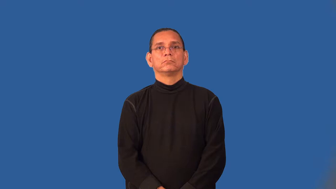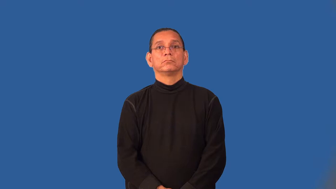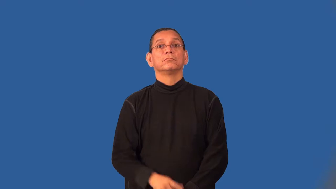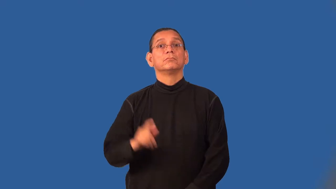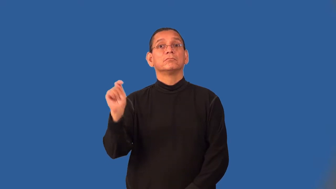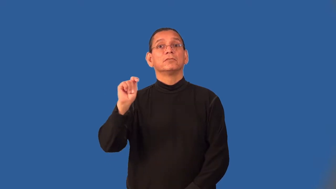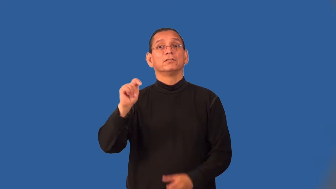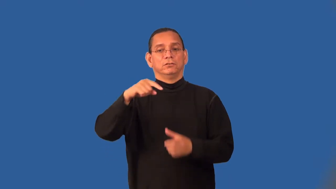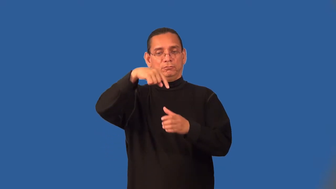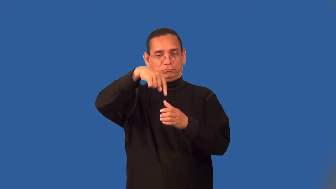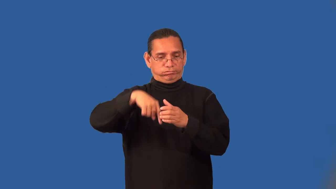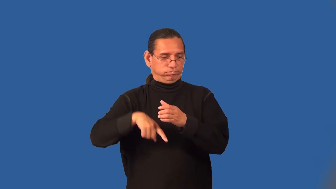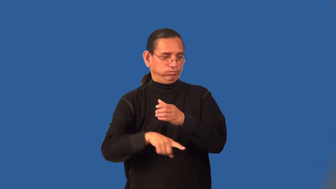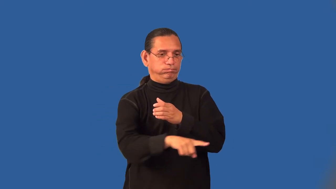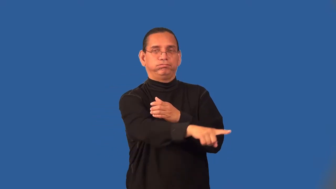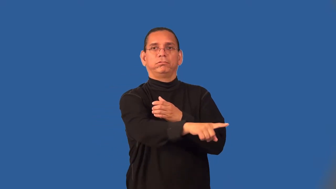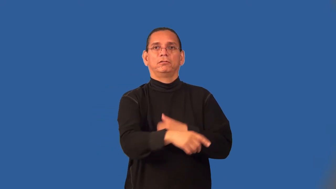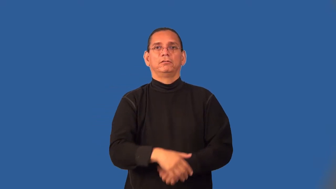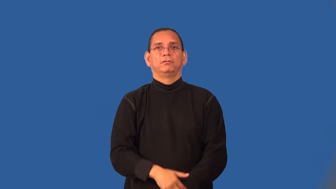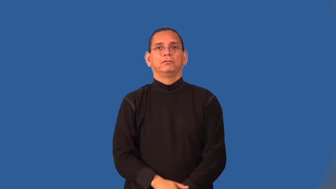sewage,effluent